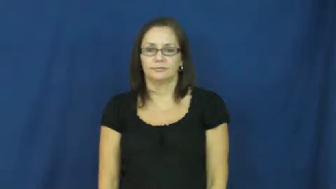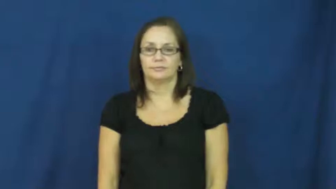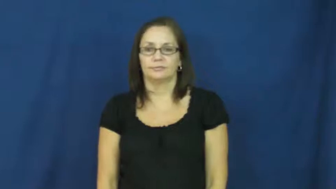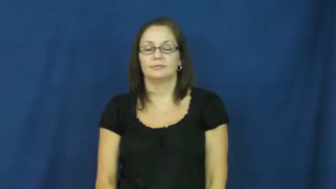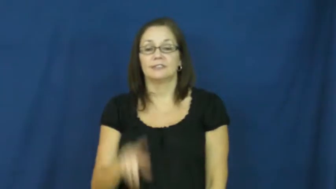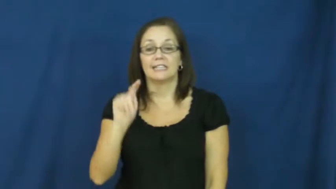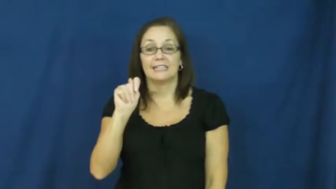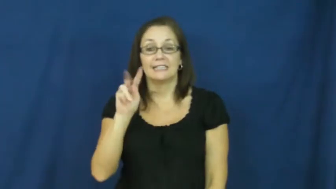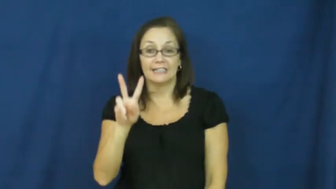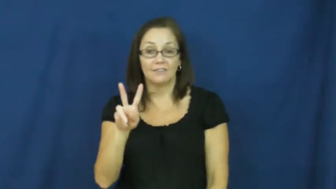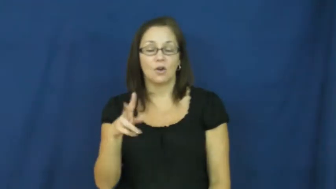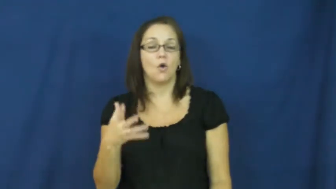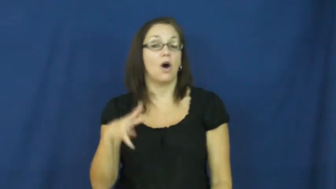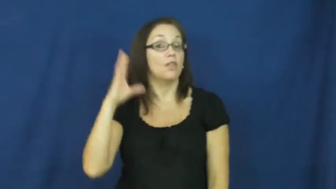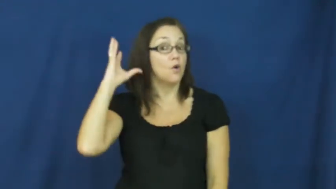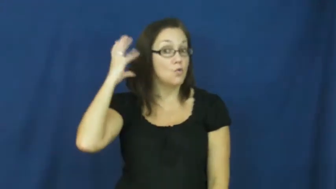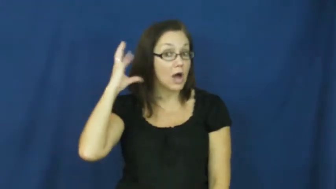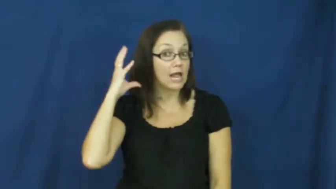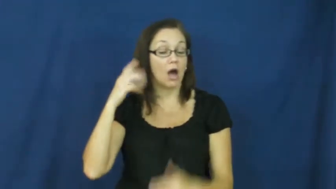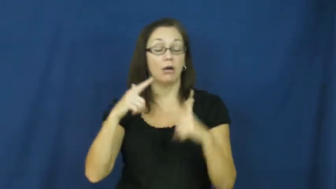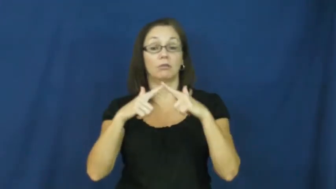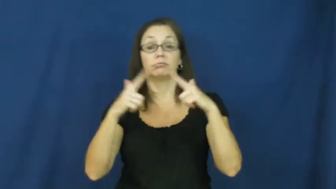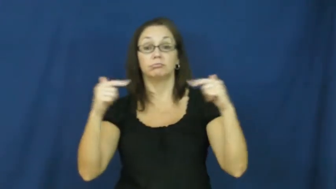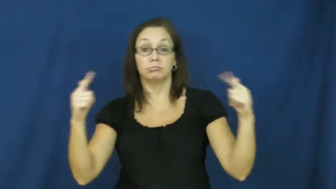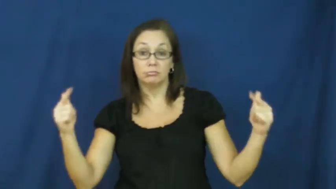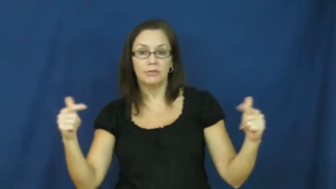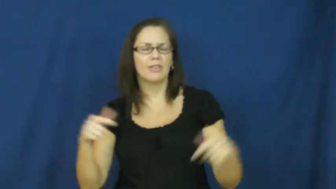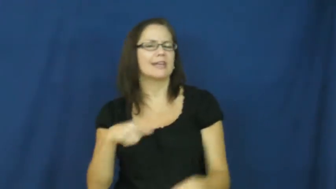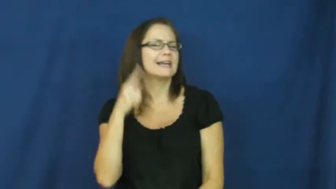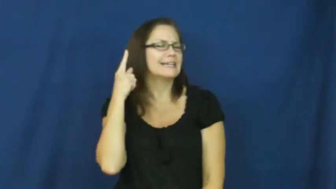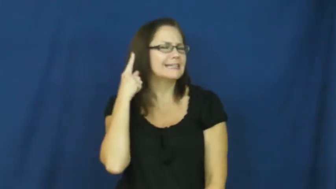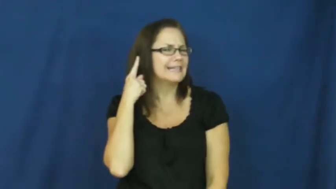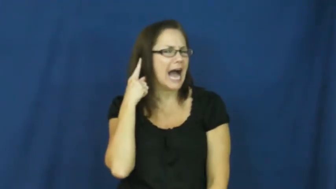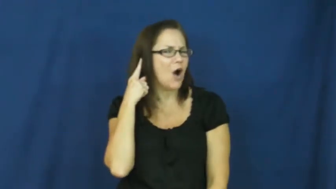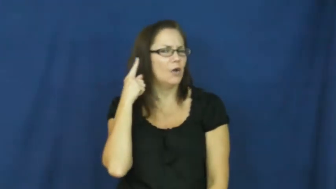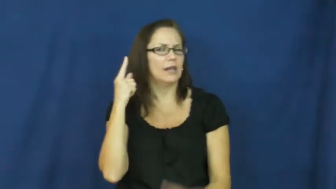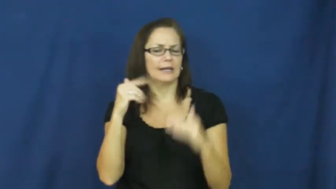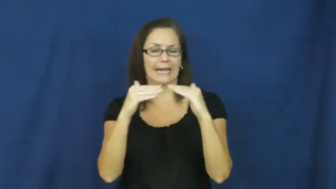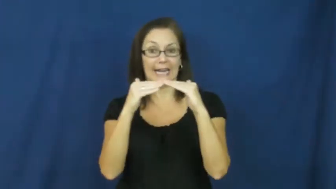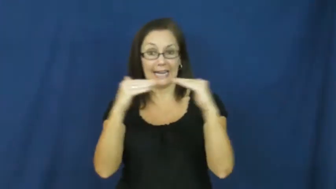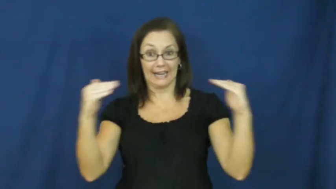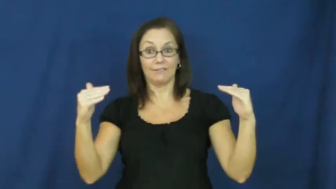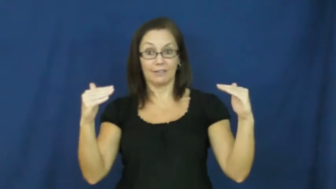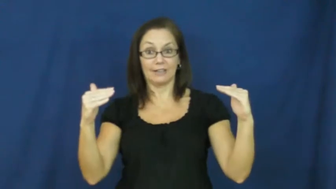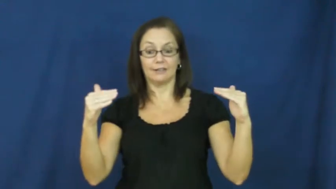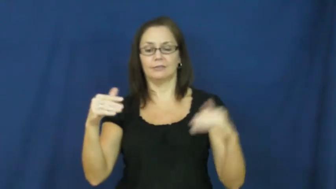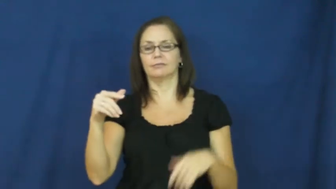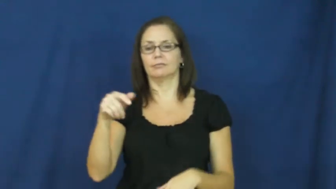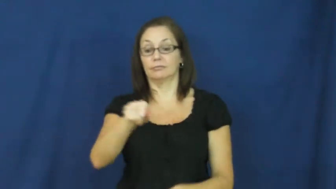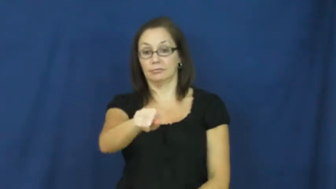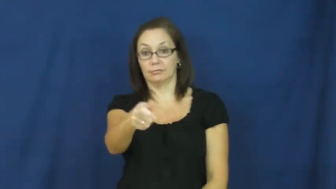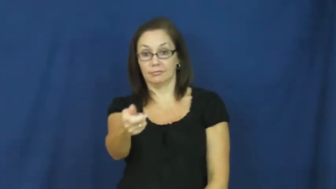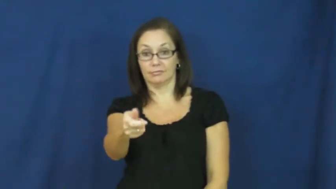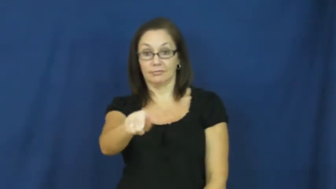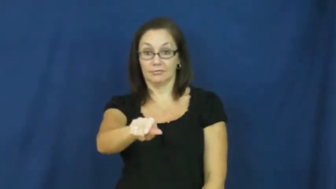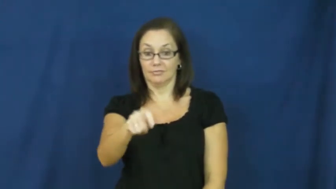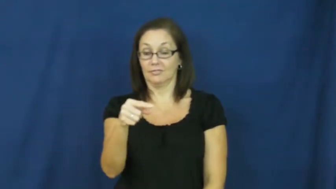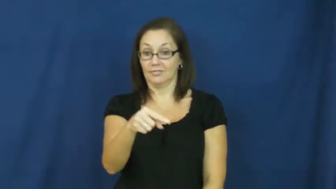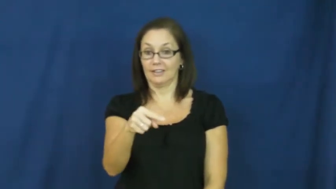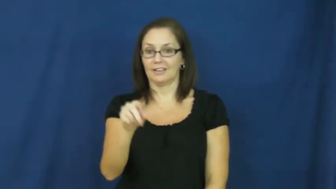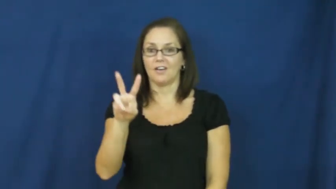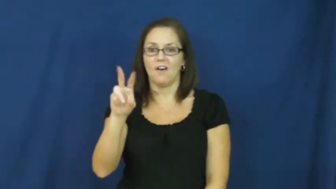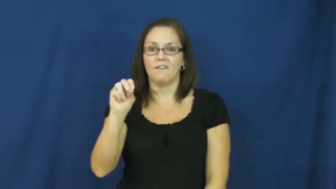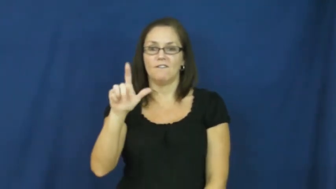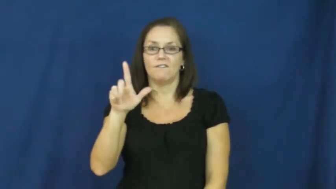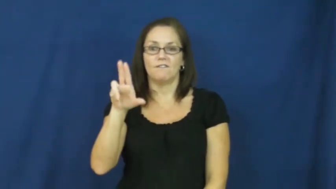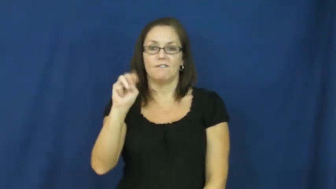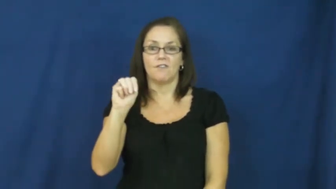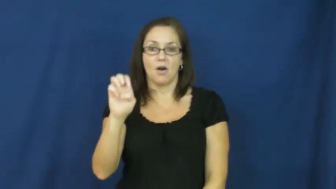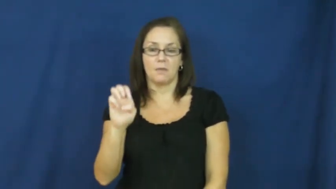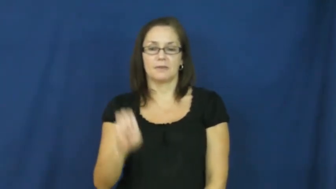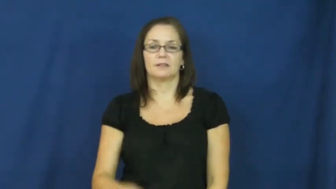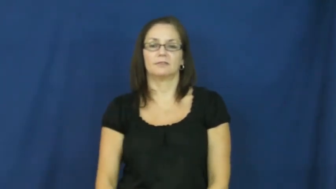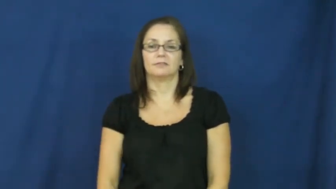volume-sound